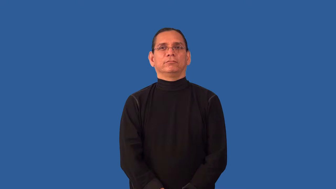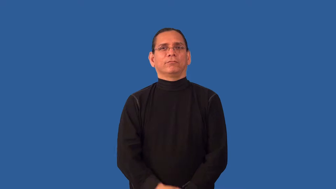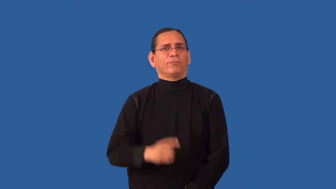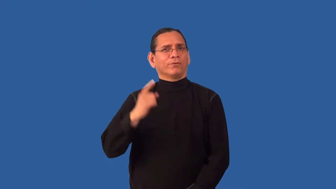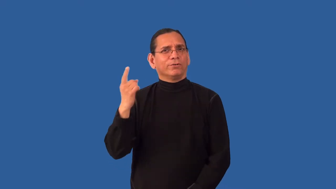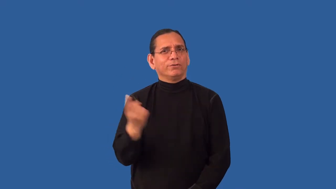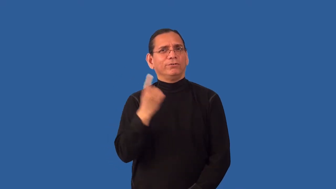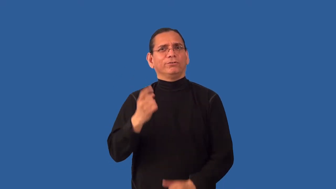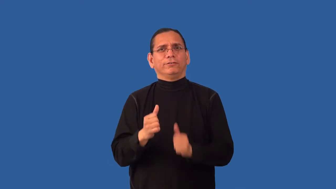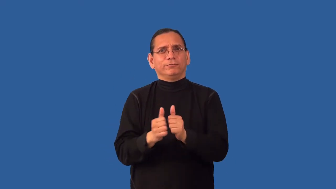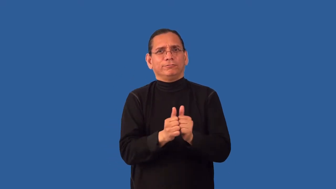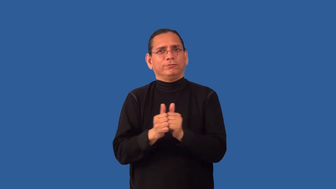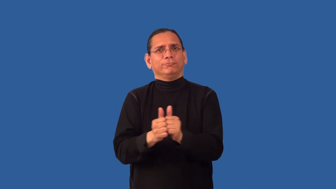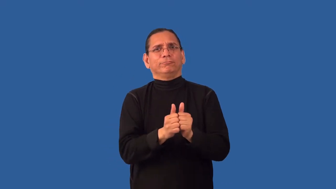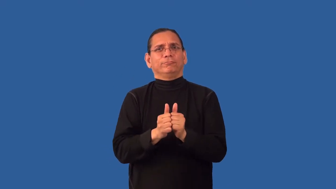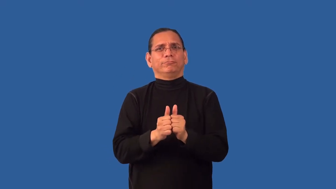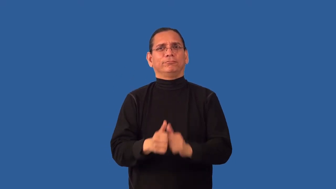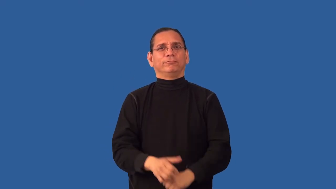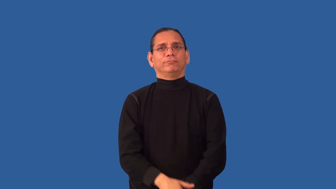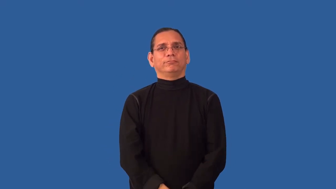inseparable-people